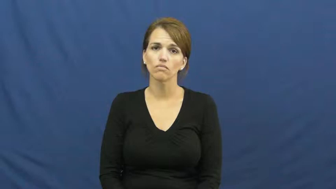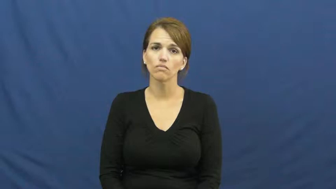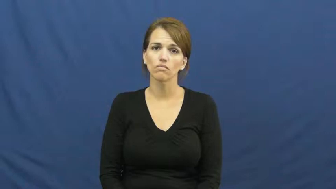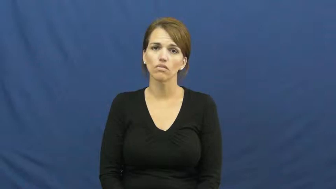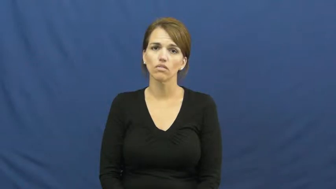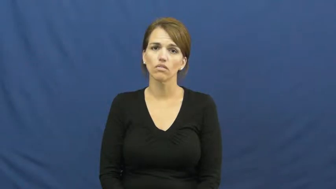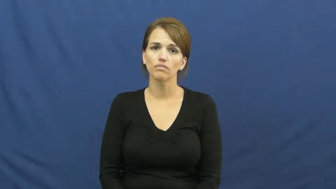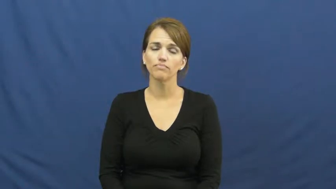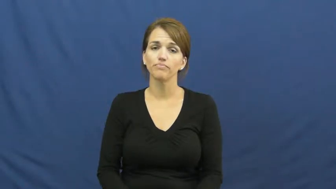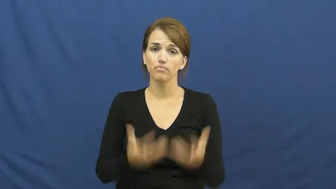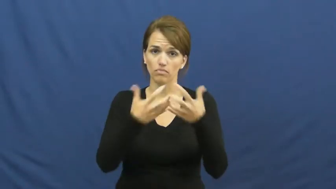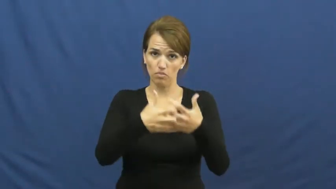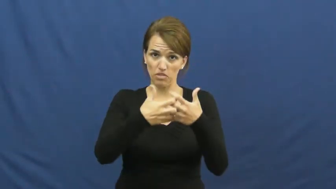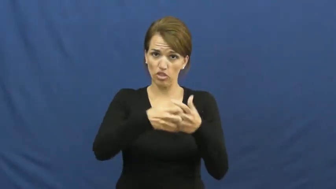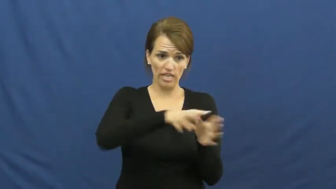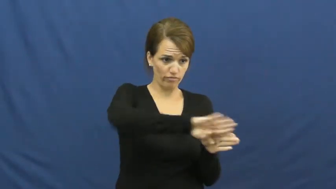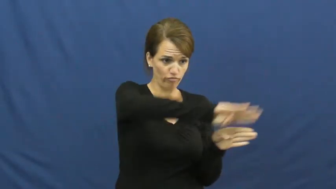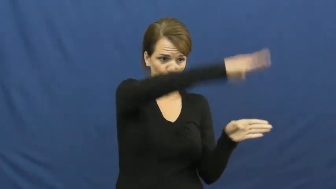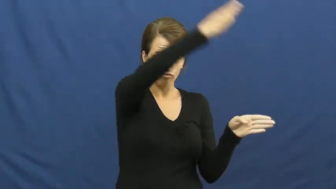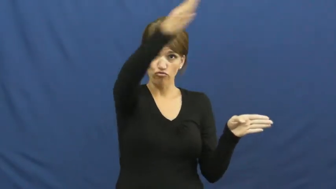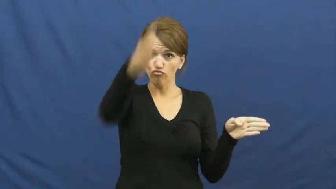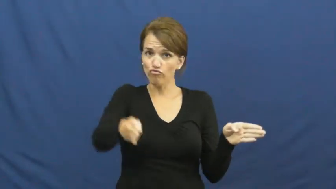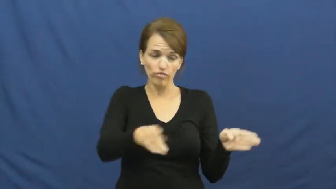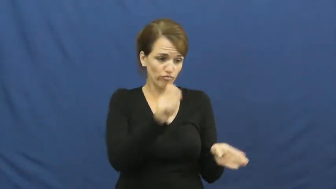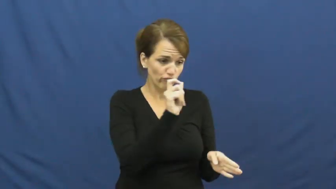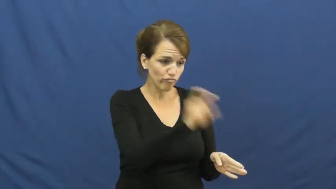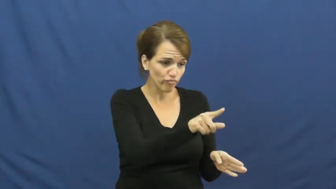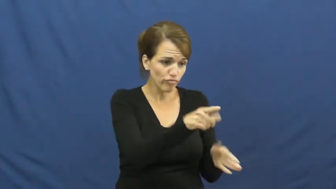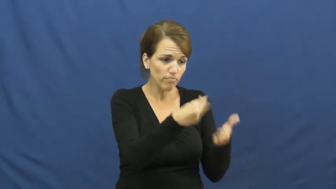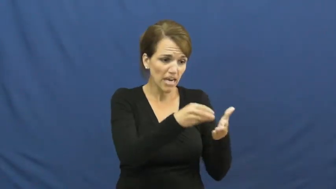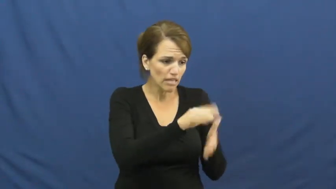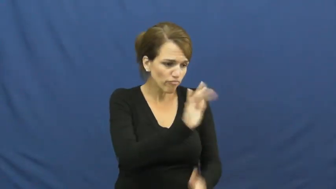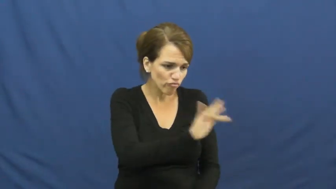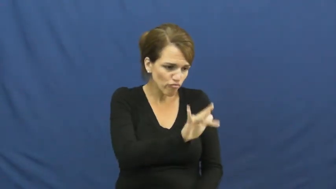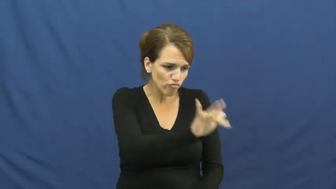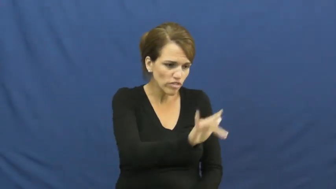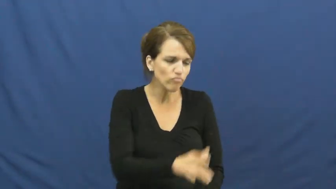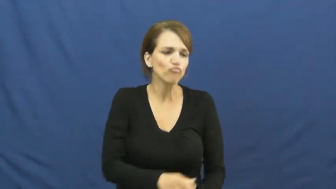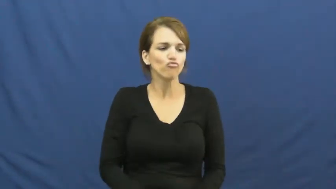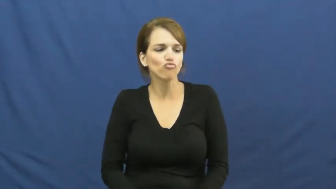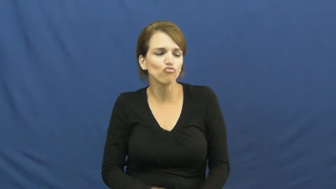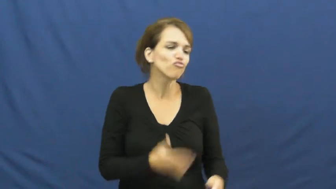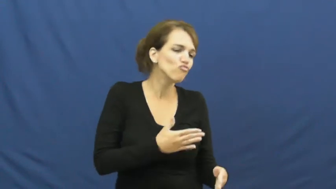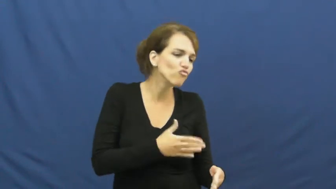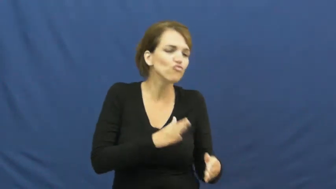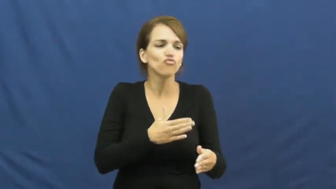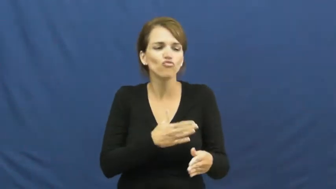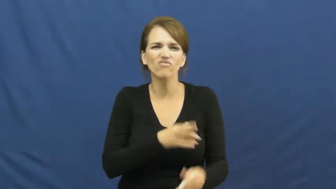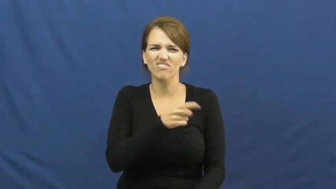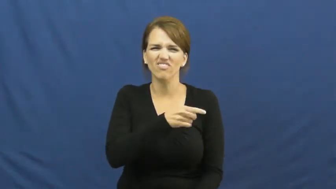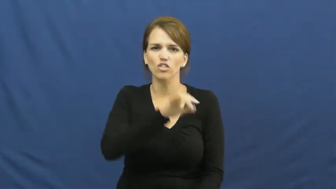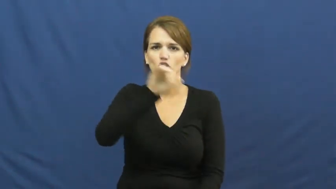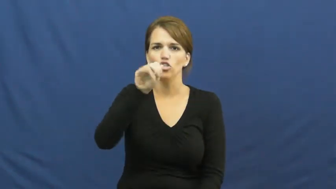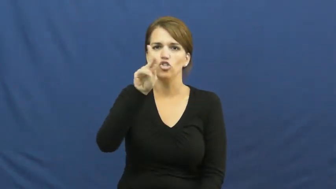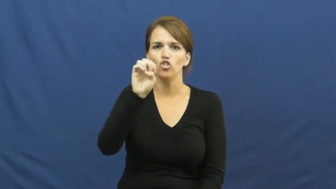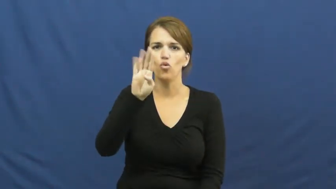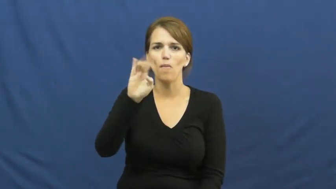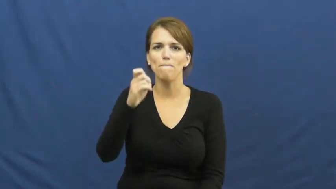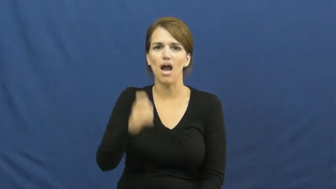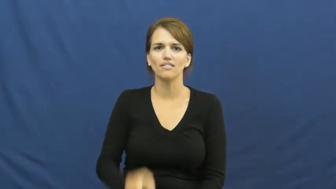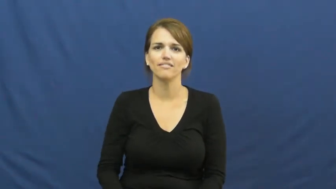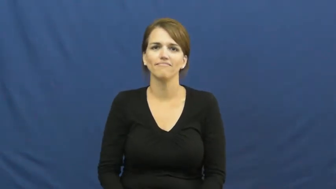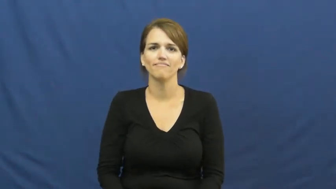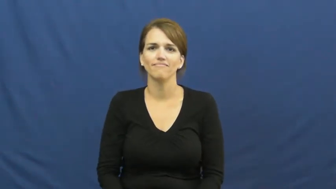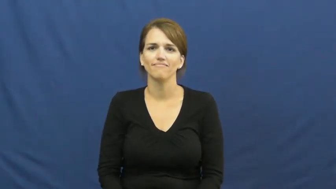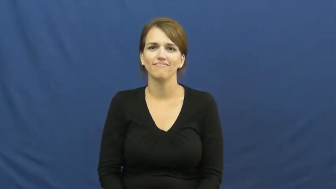jukebox